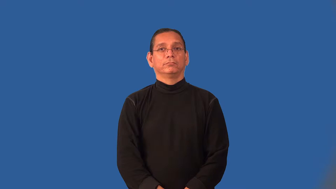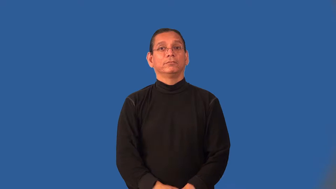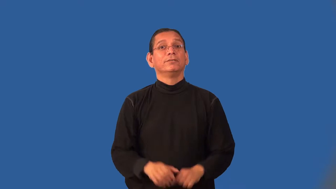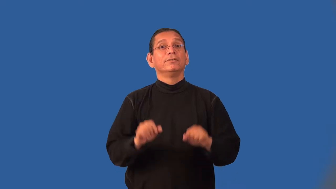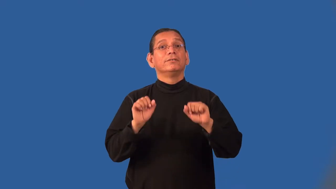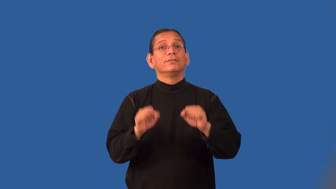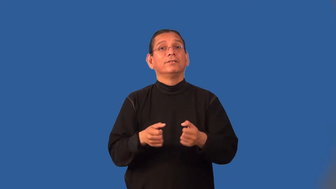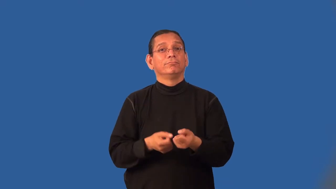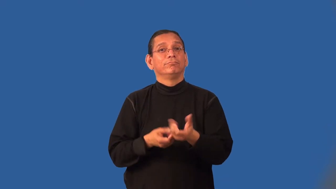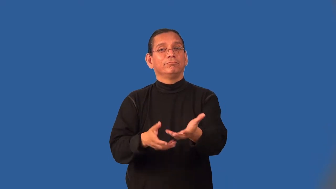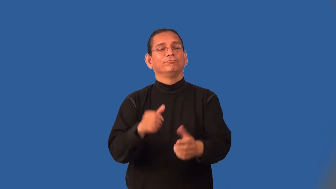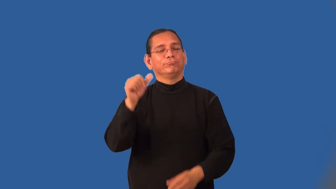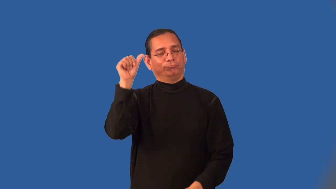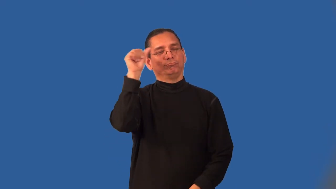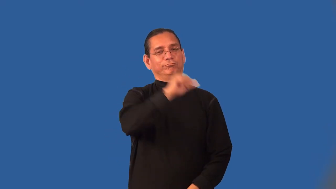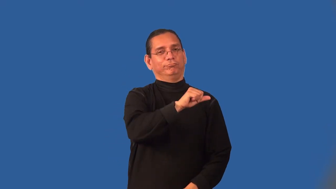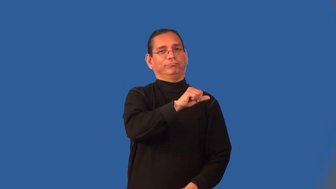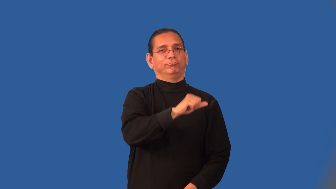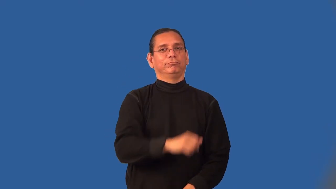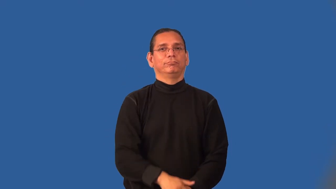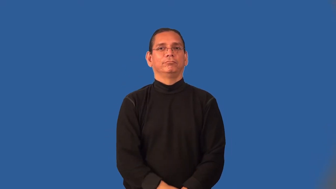intoxicating-drunk